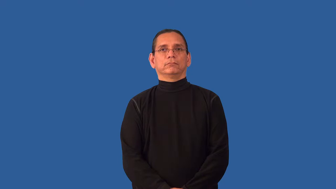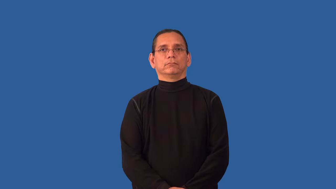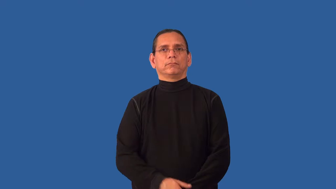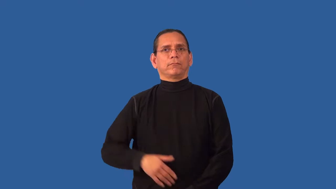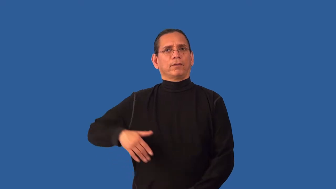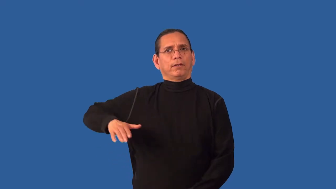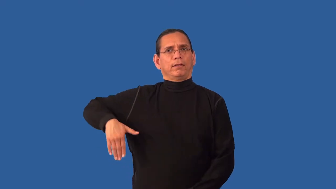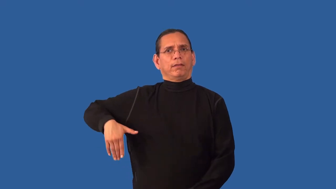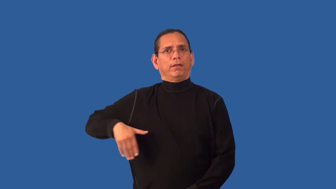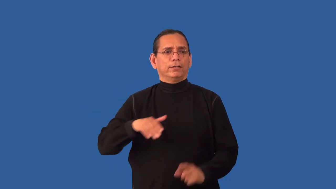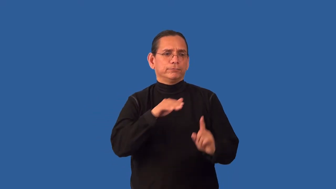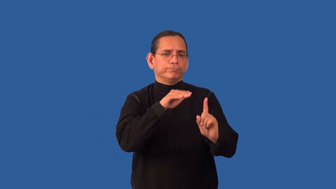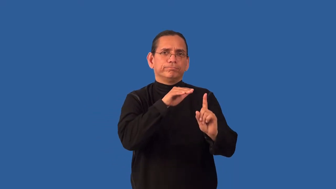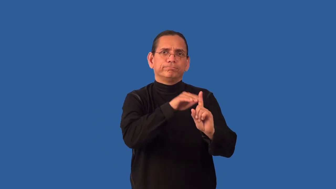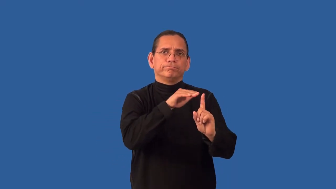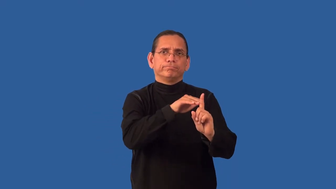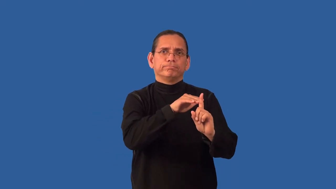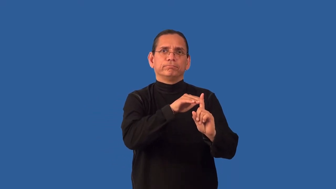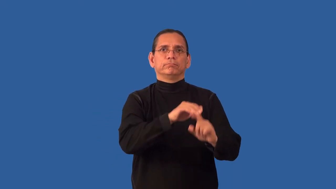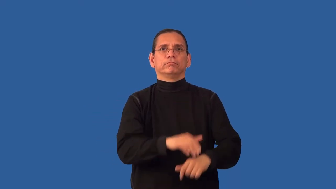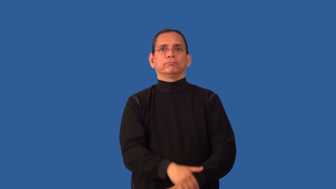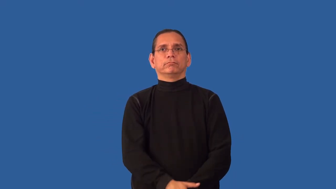unprompted